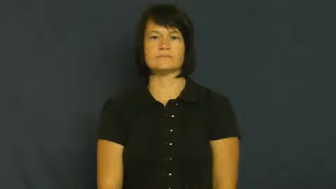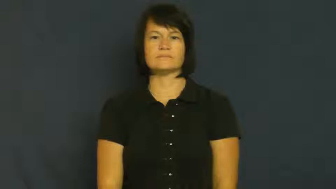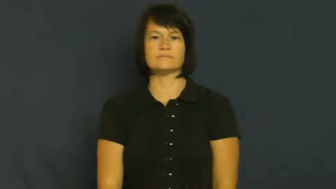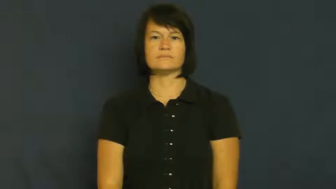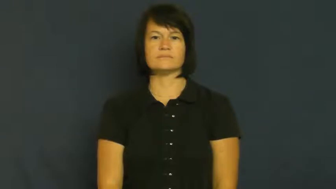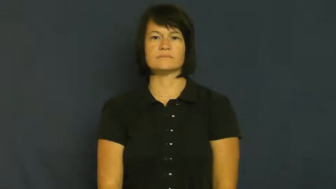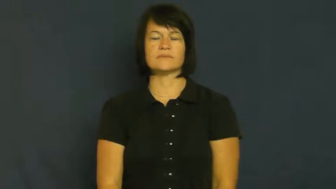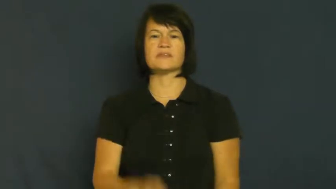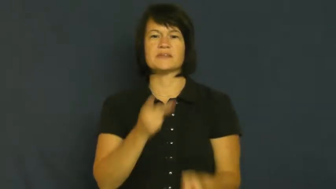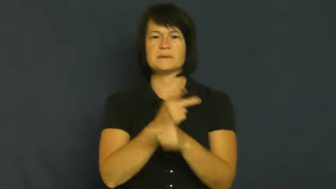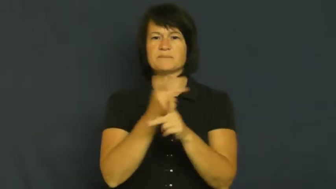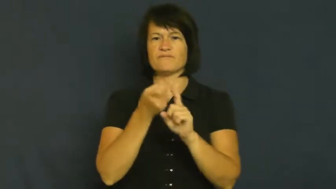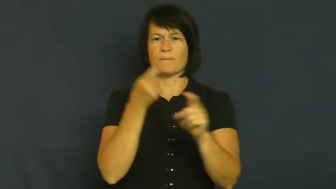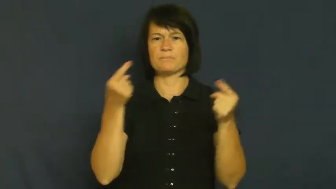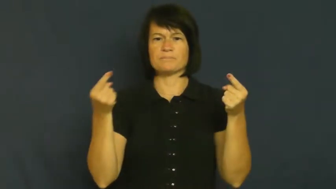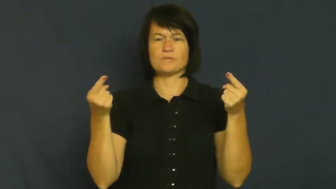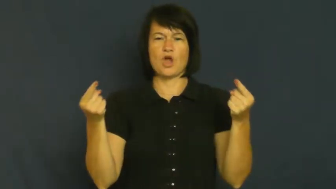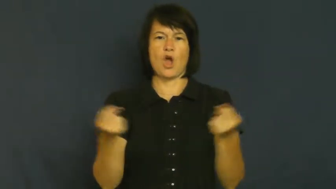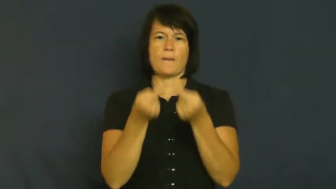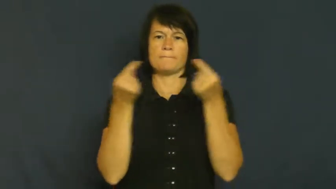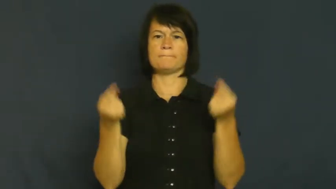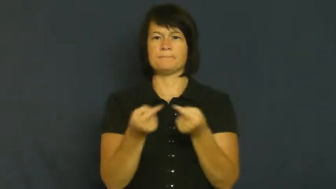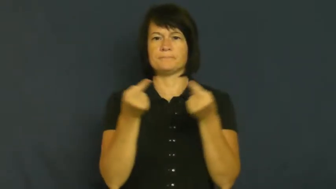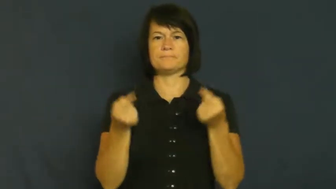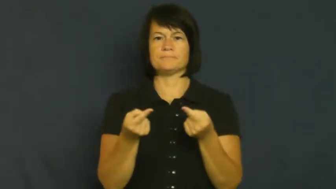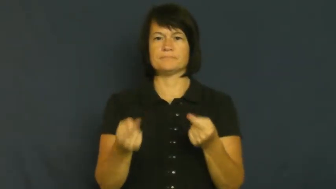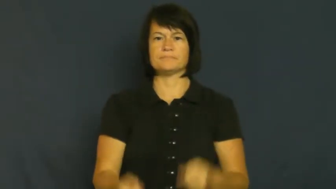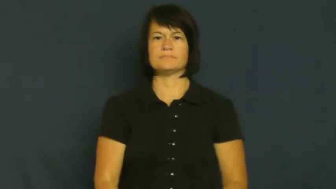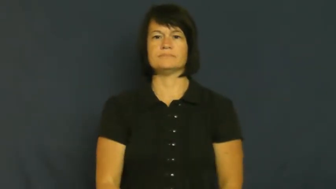spare-keep from harm